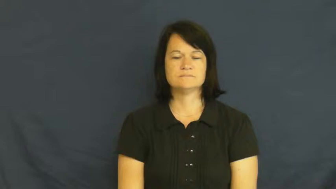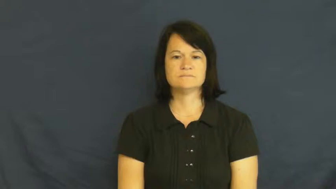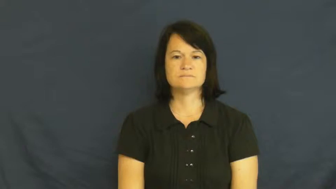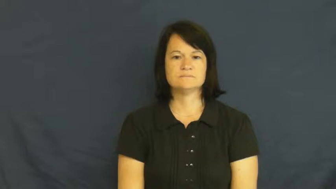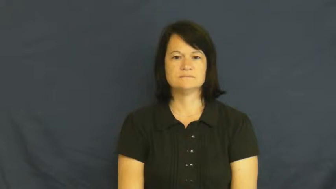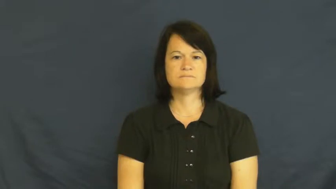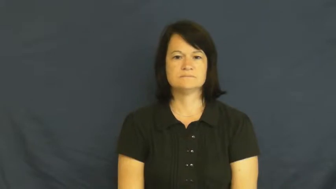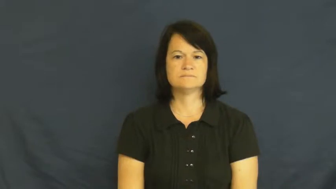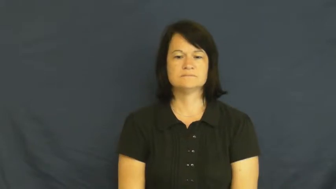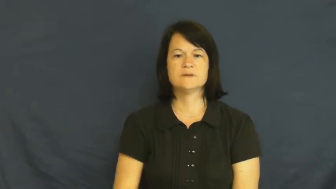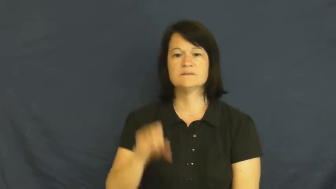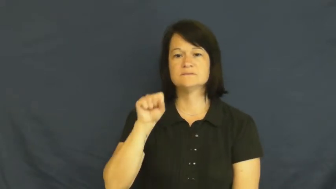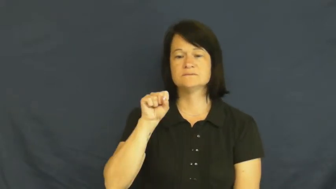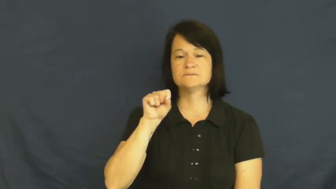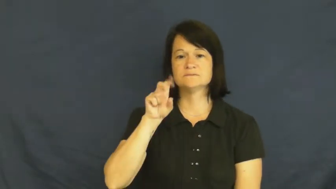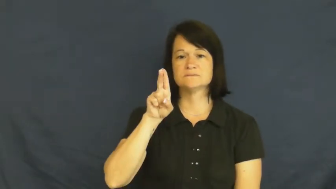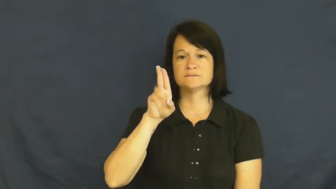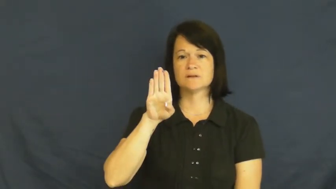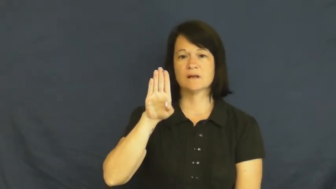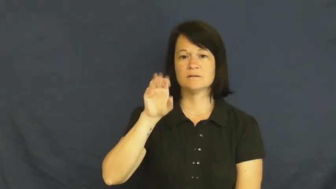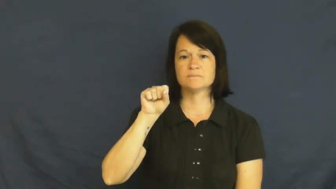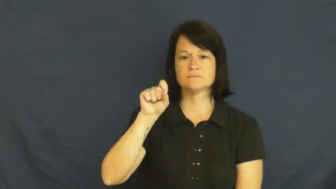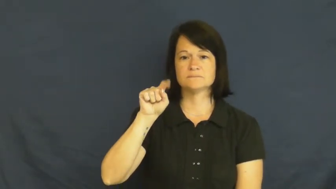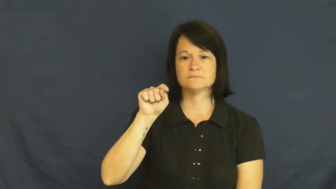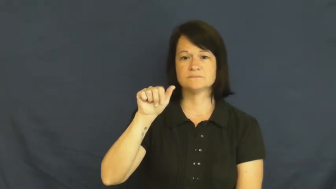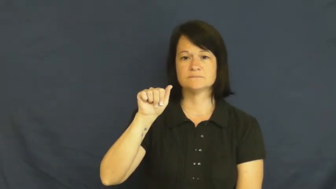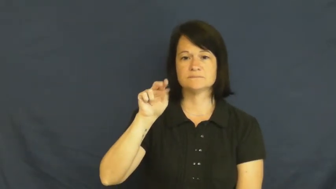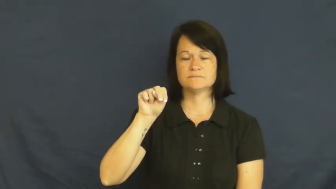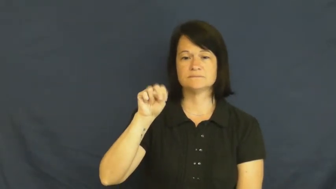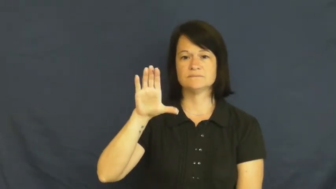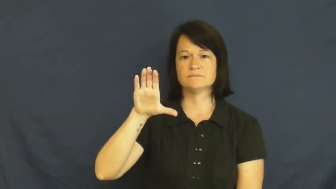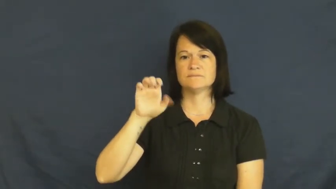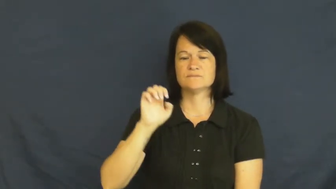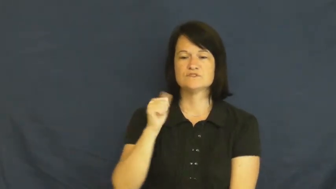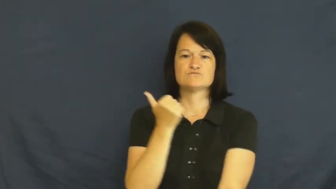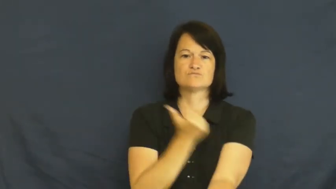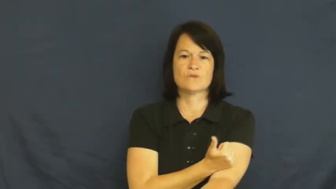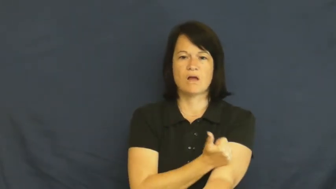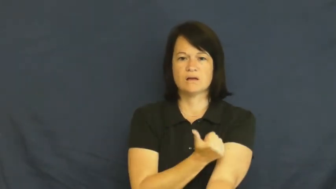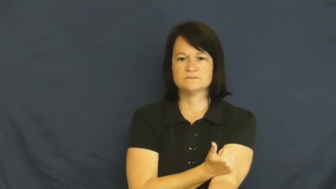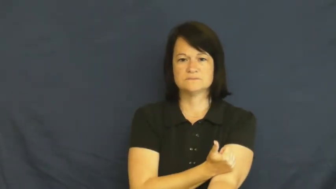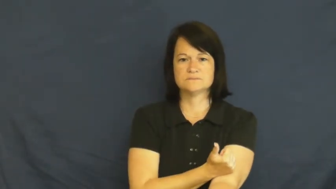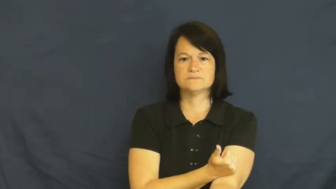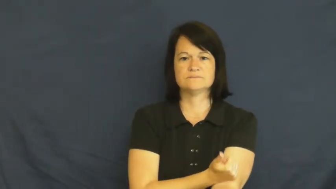substance-drugs